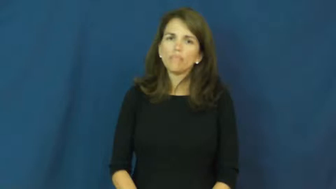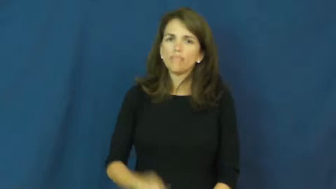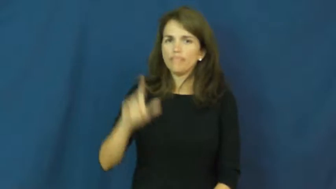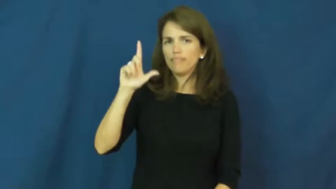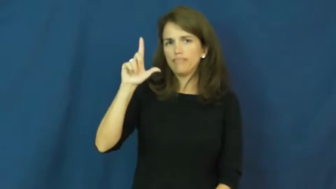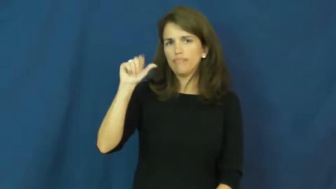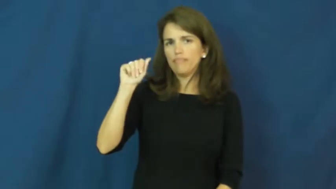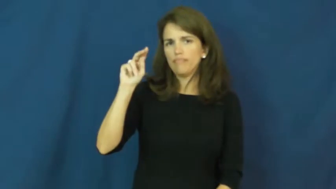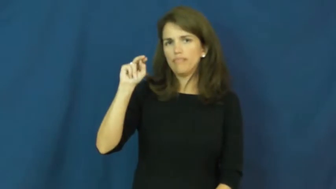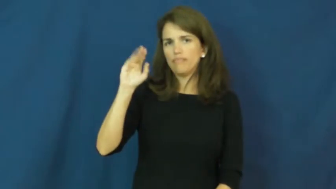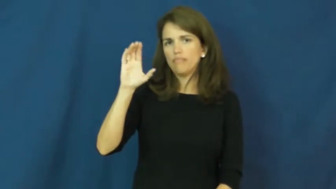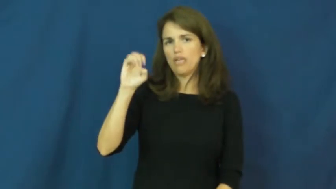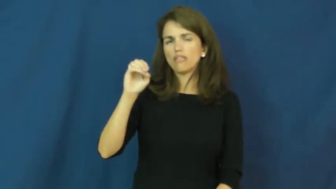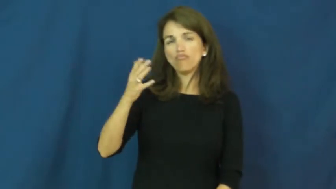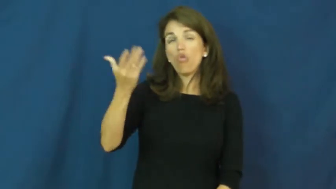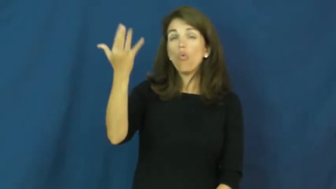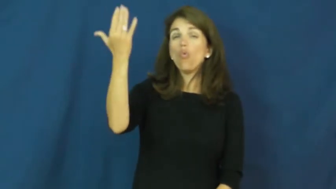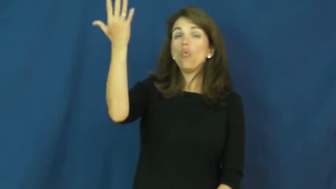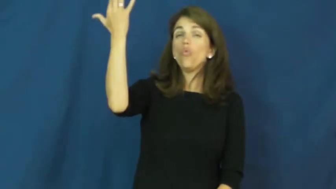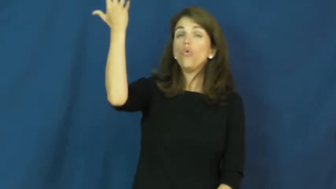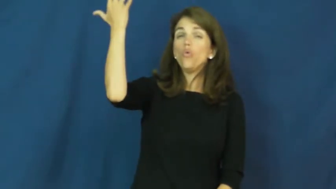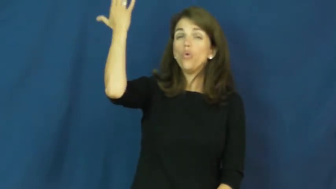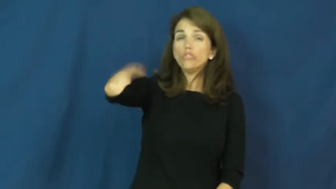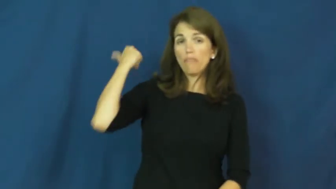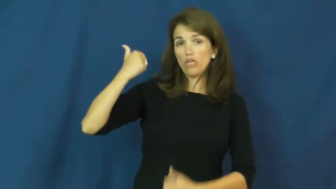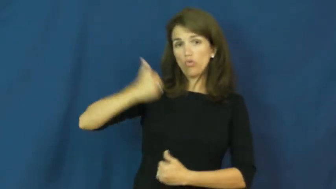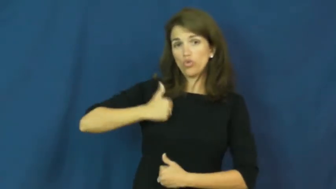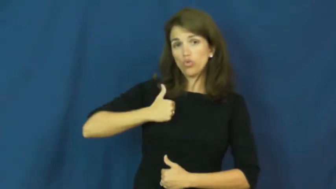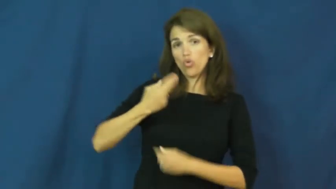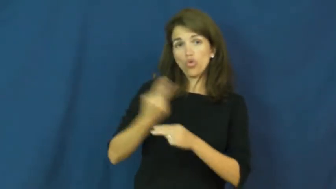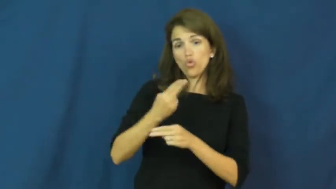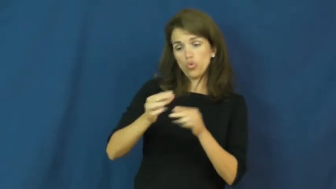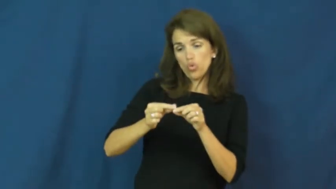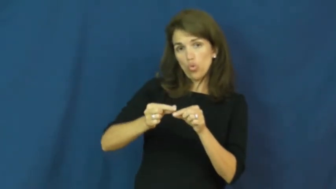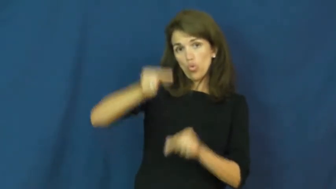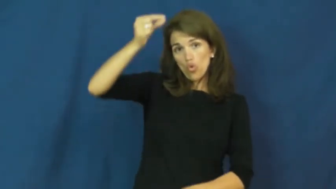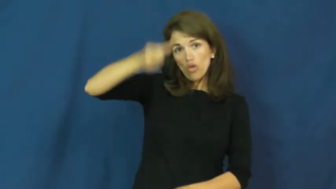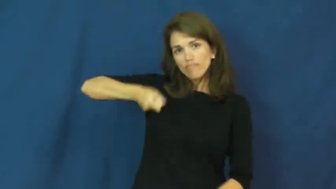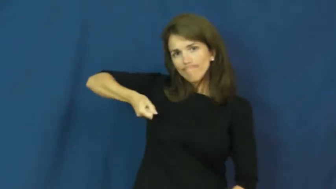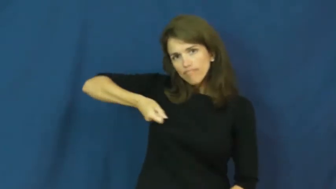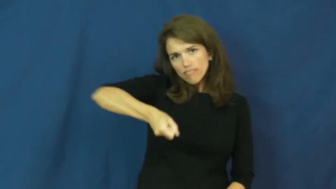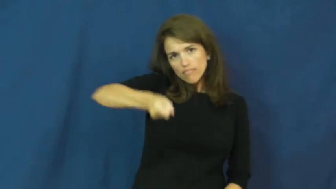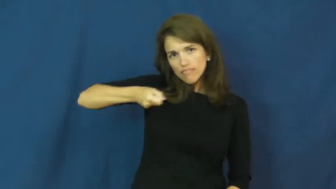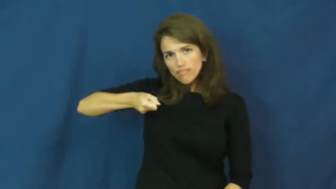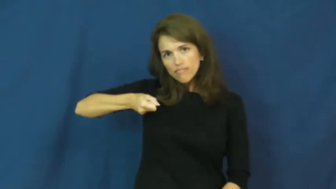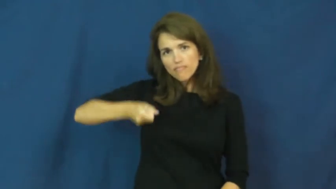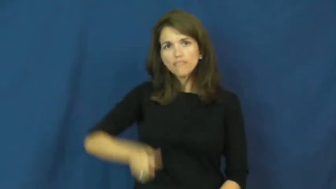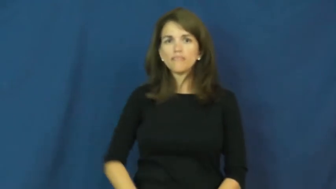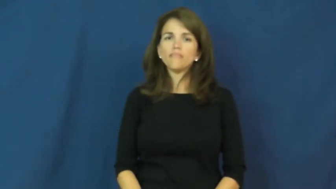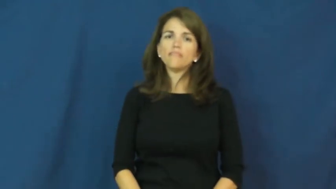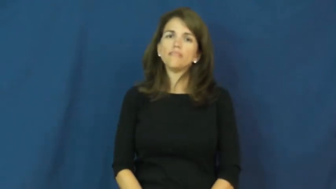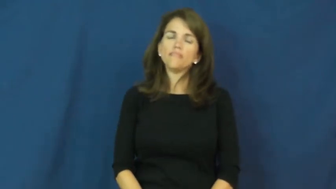lance